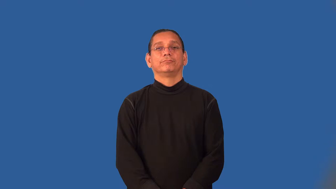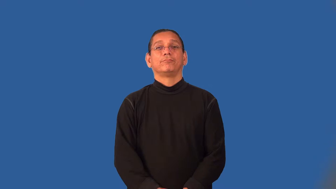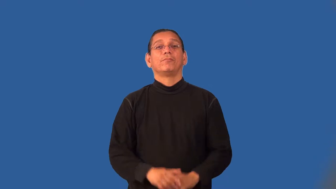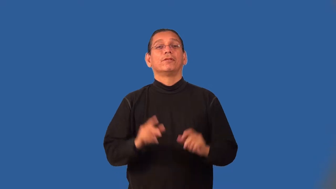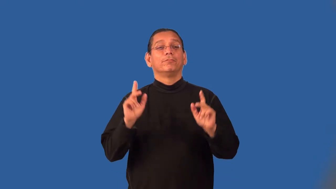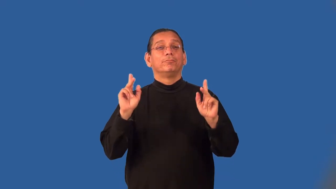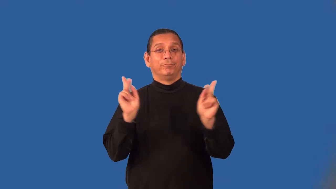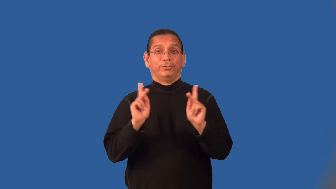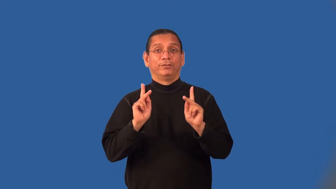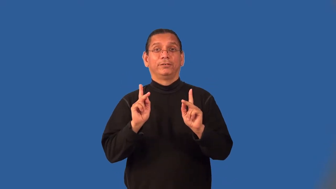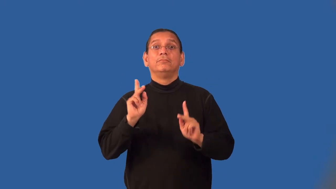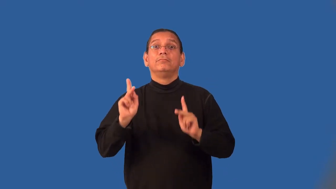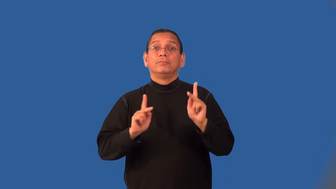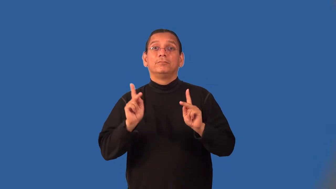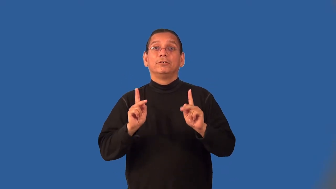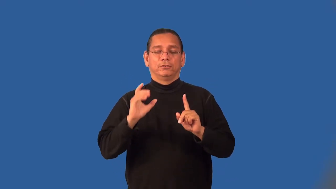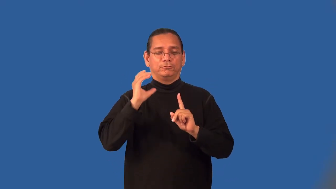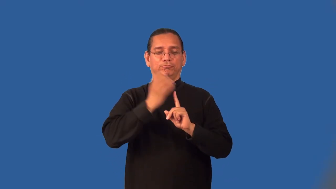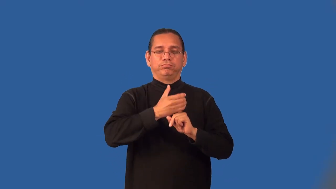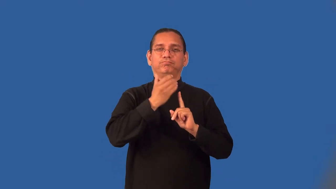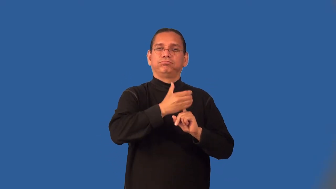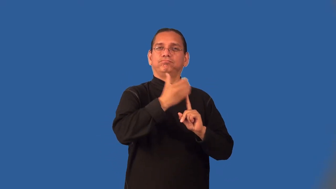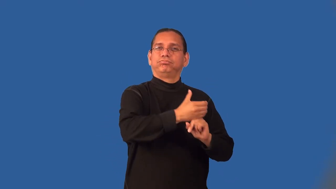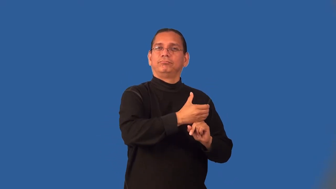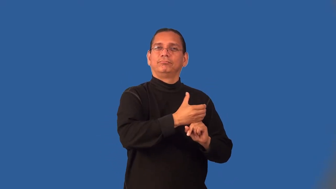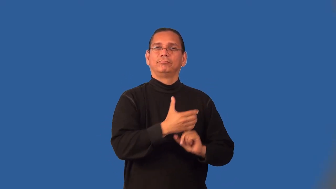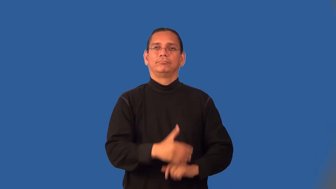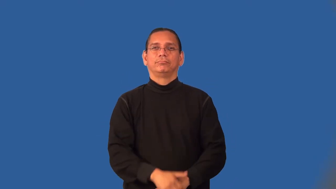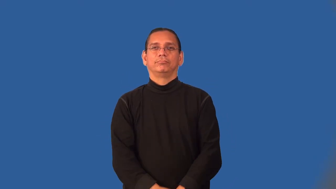masquerade